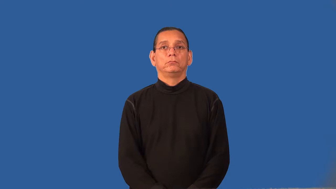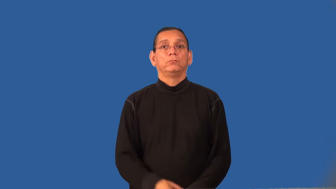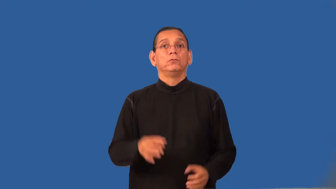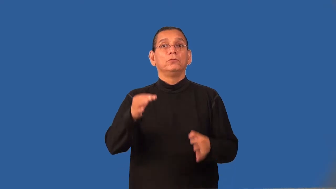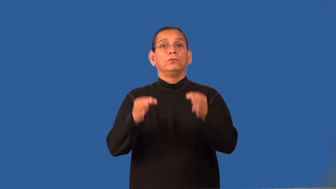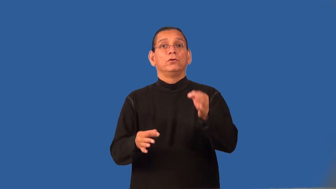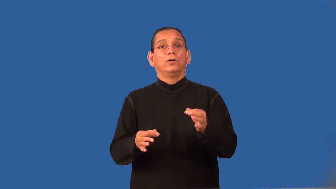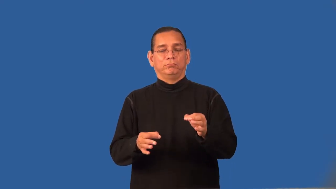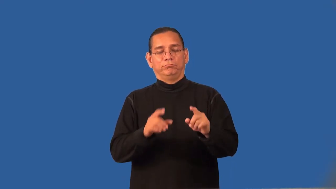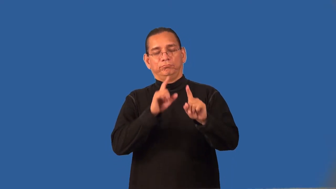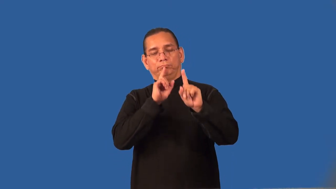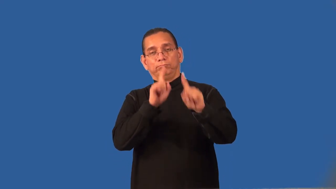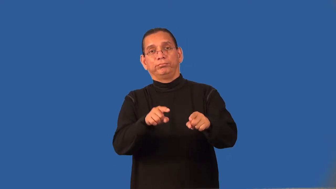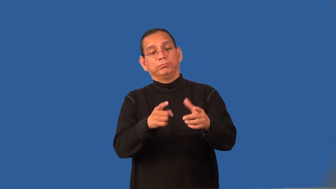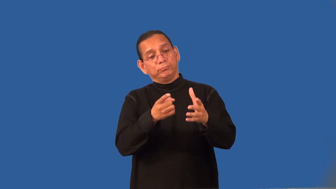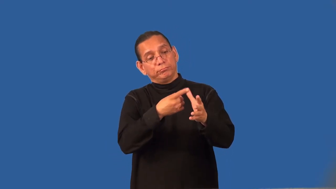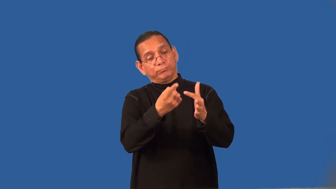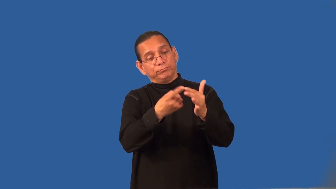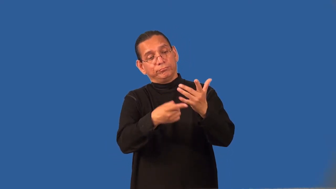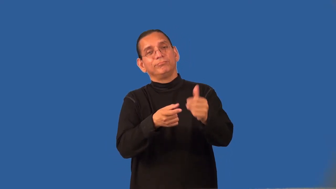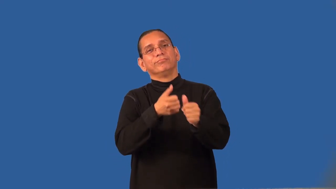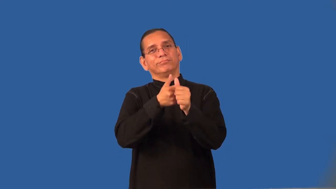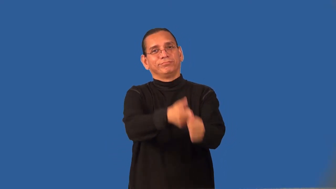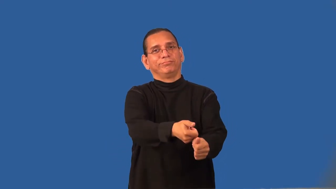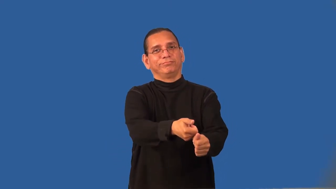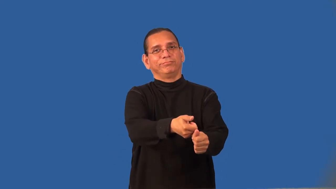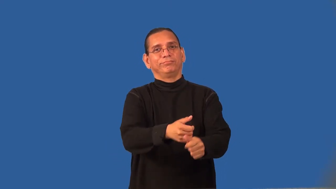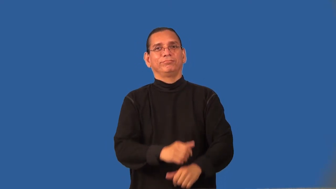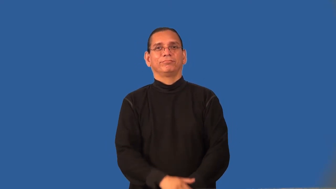recognizance